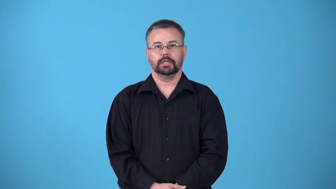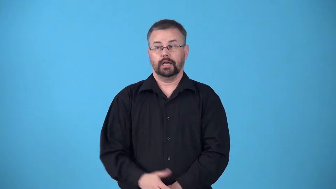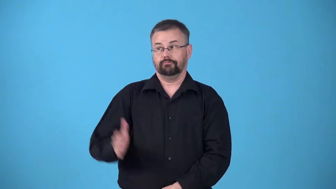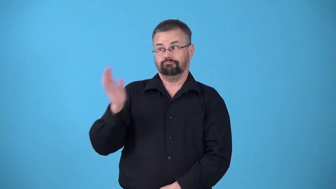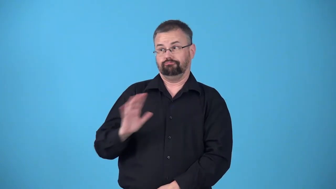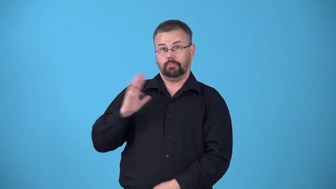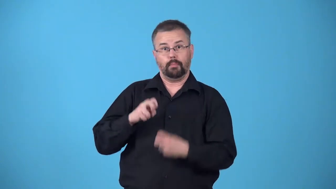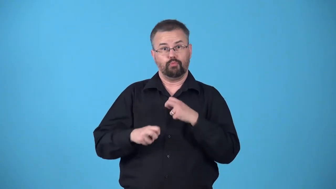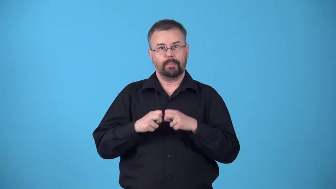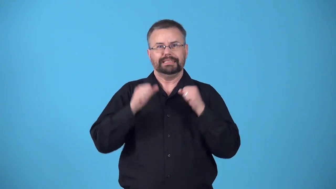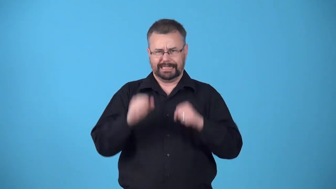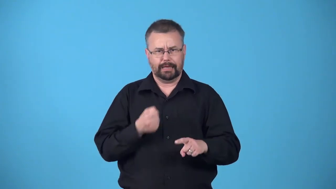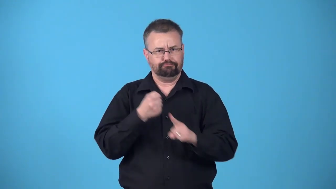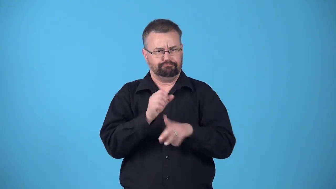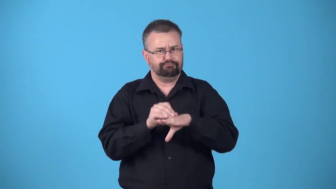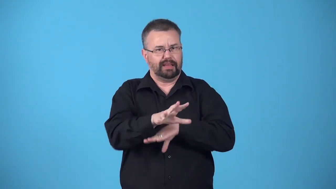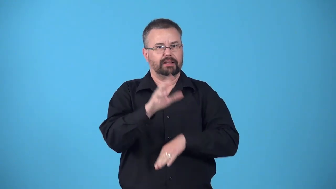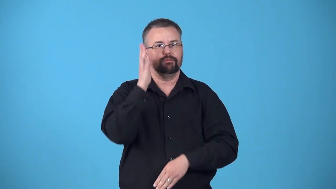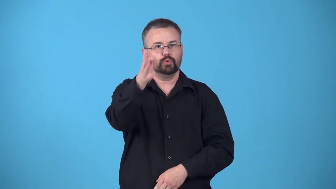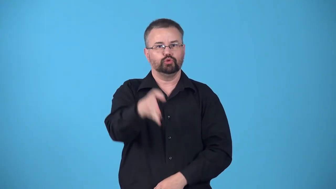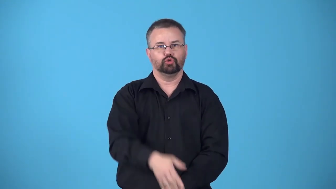baggage-past problems that might affect future